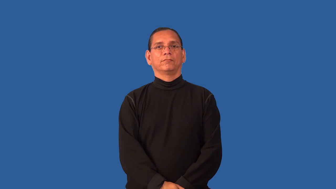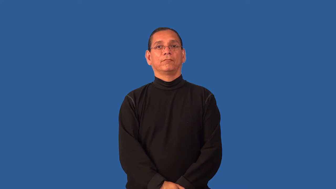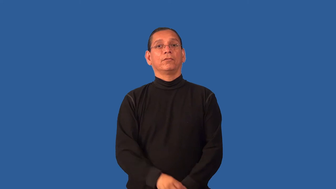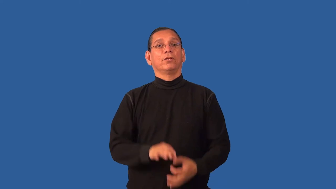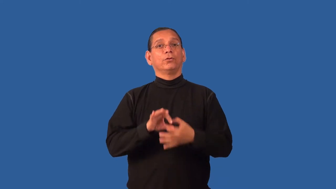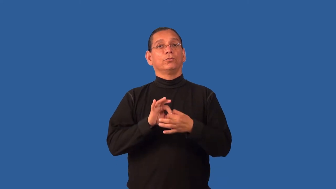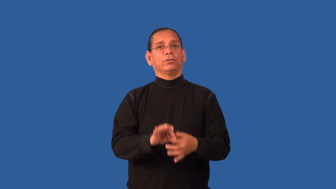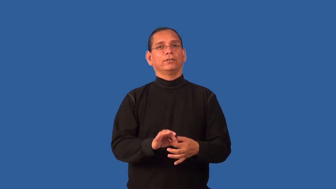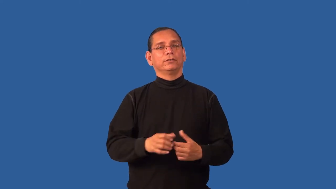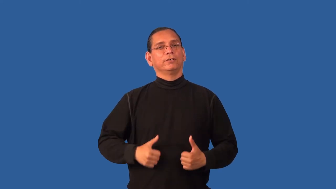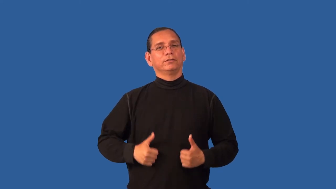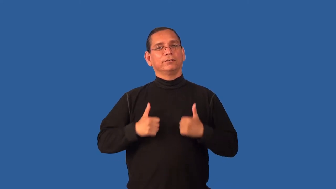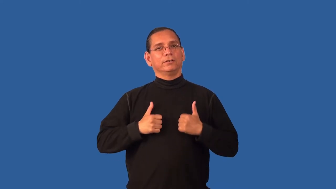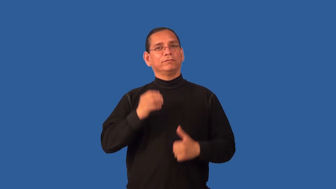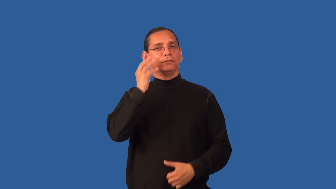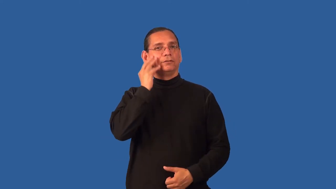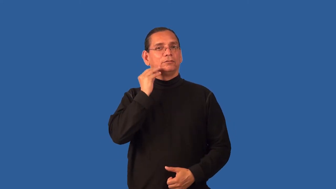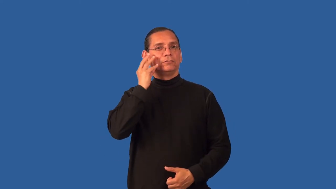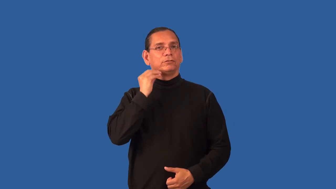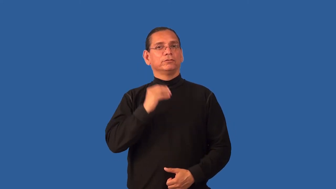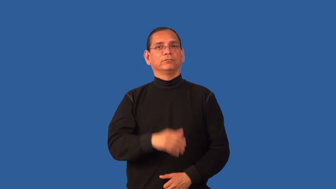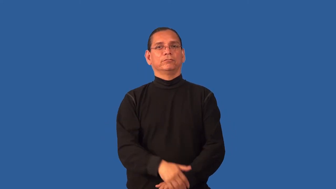existential